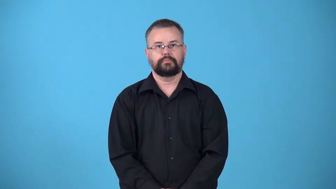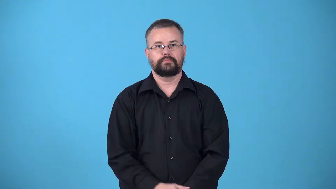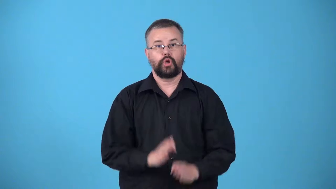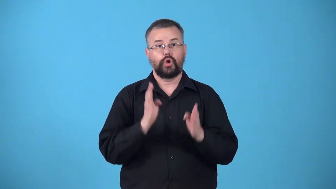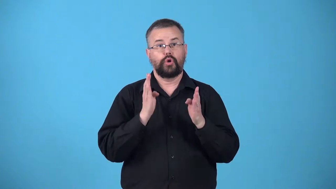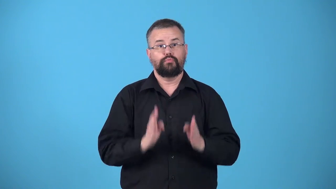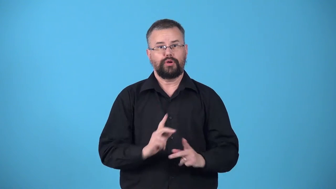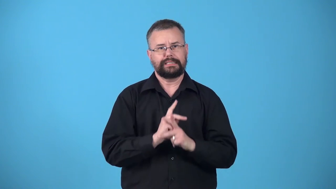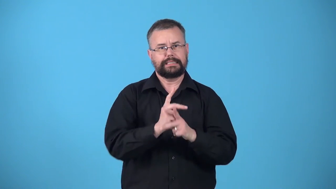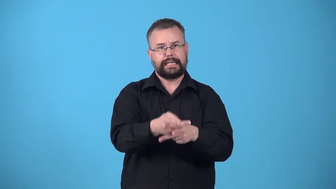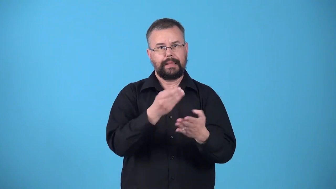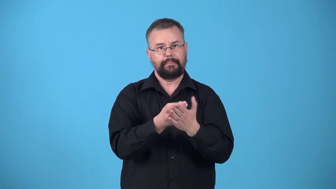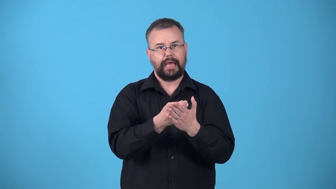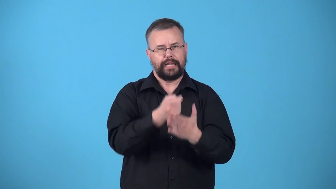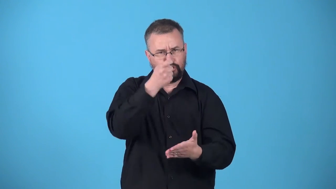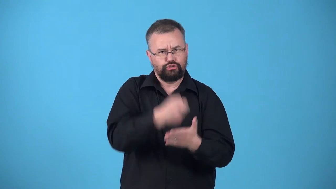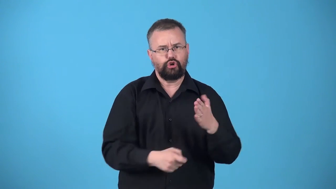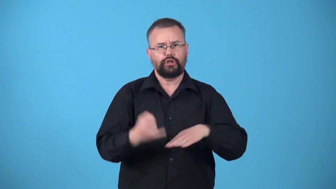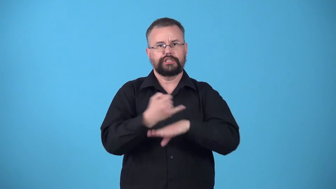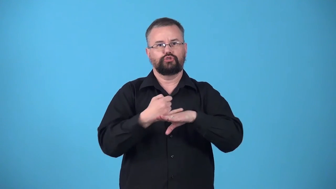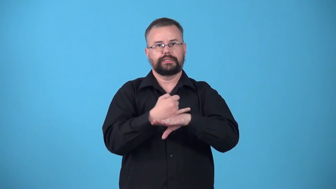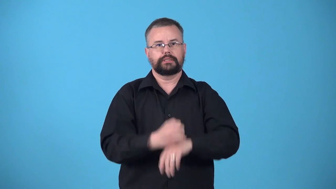usurer